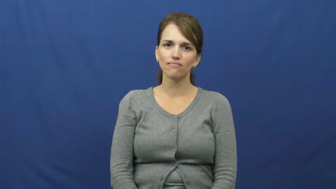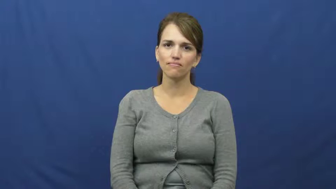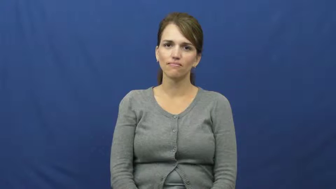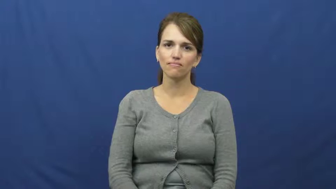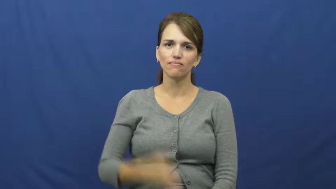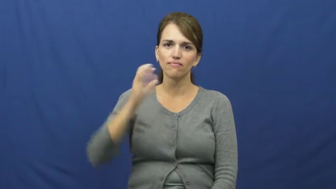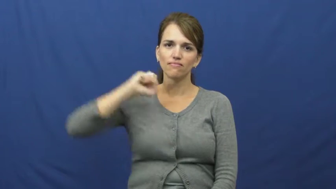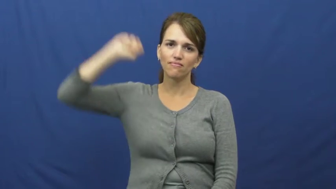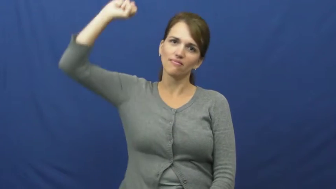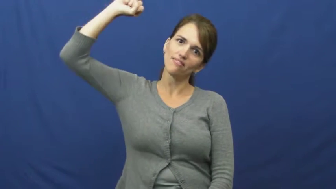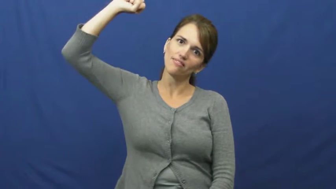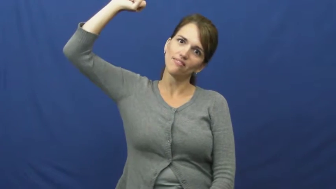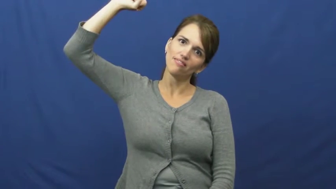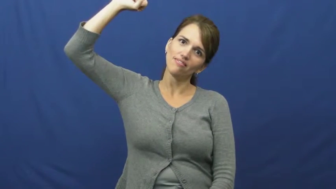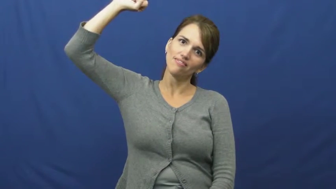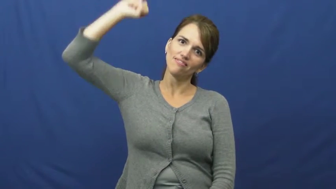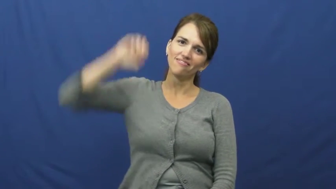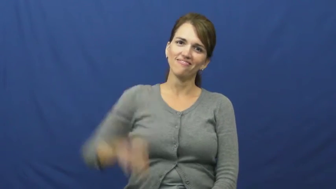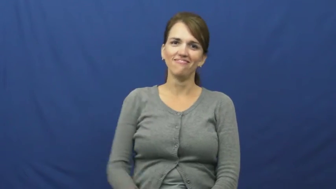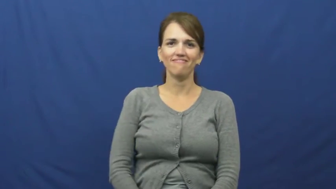hang,swing,string up-rope